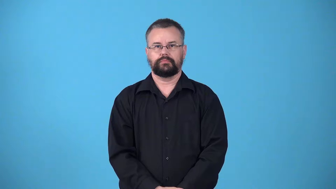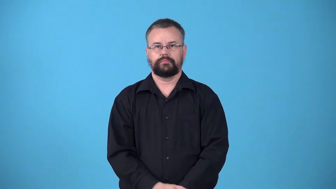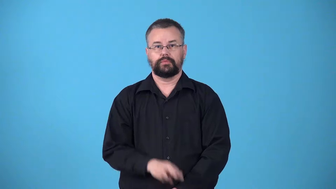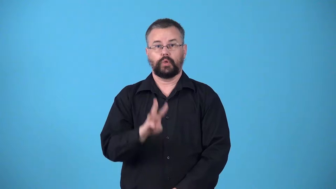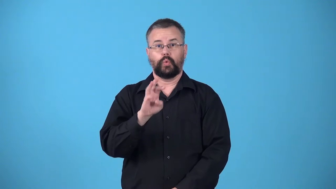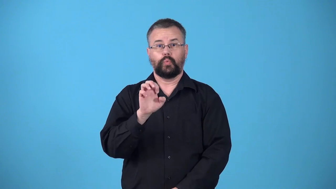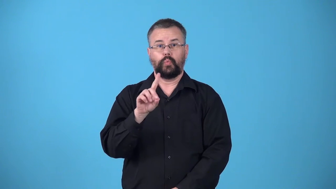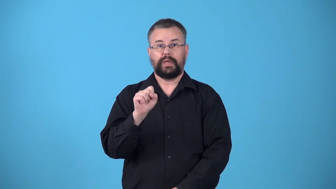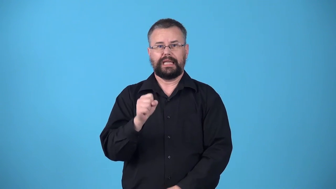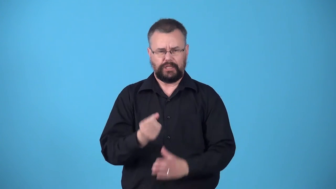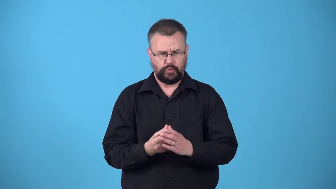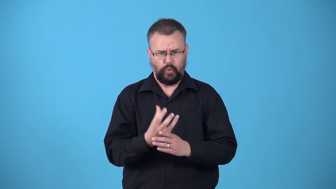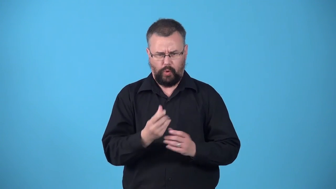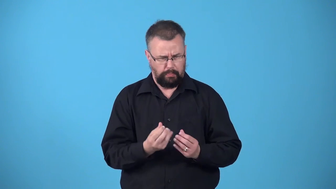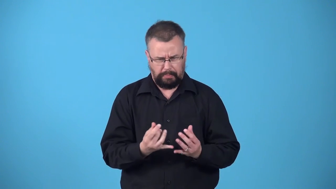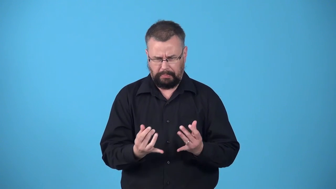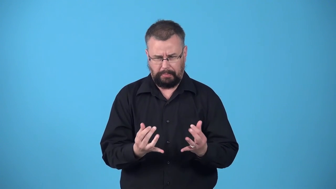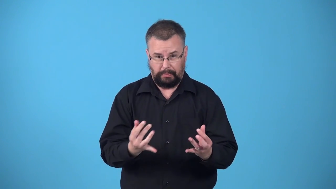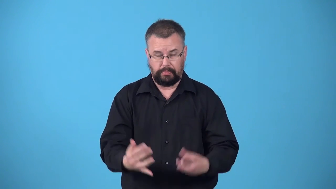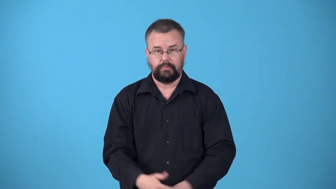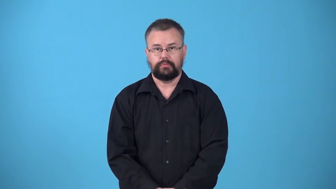weedy-full of weeds